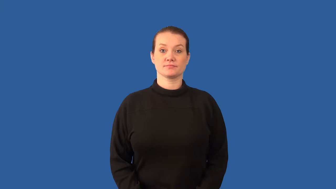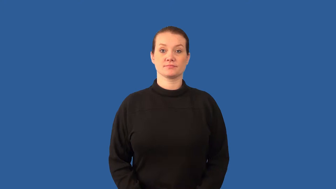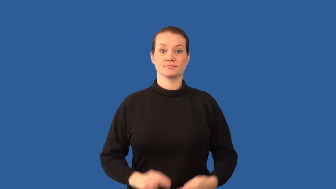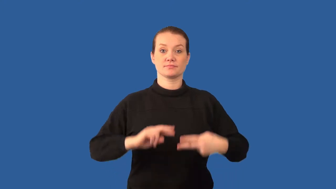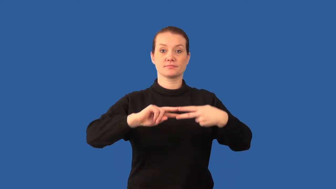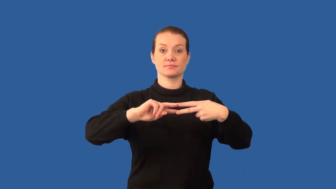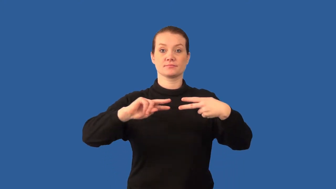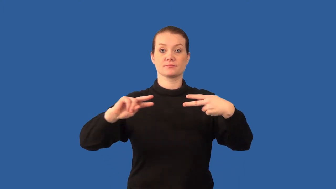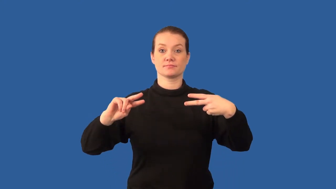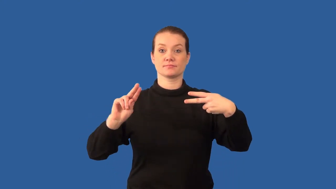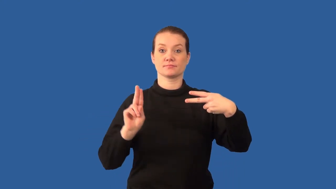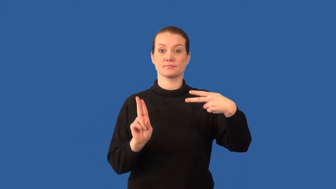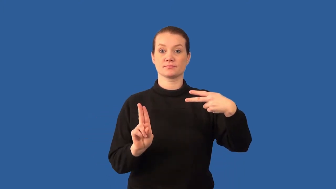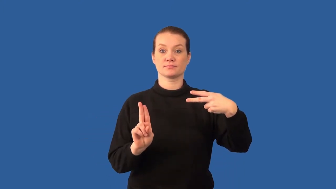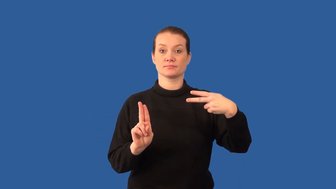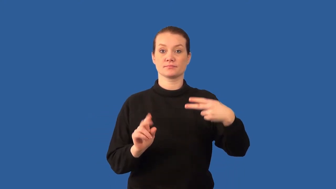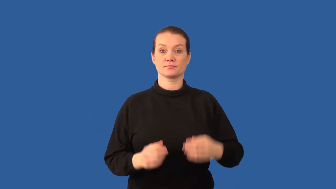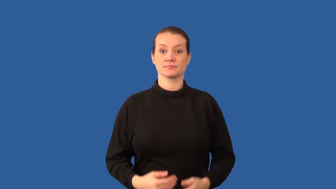allele